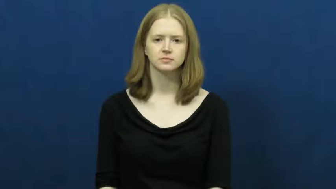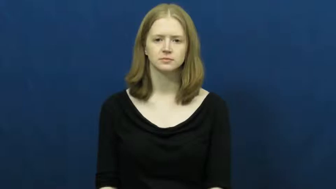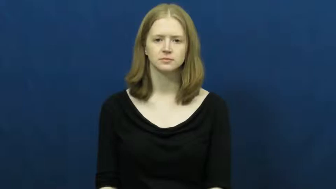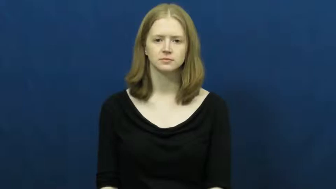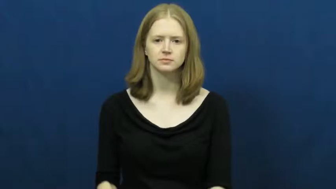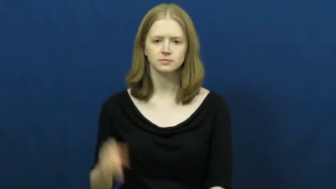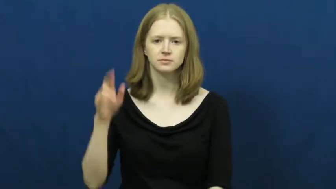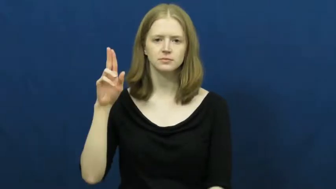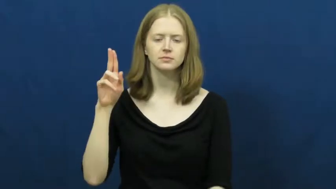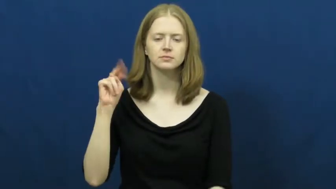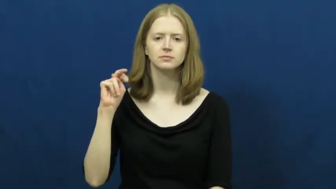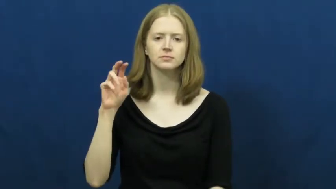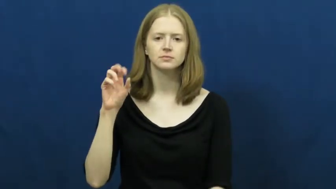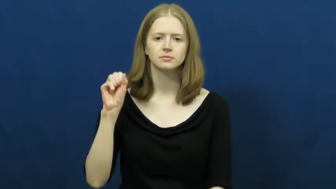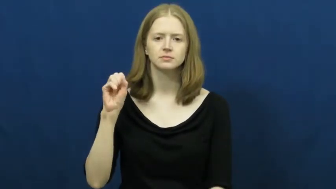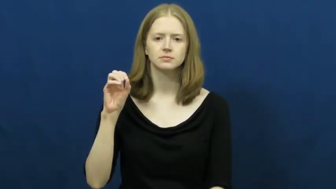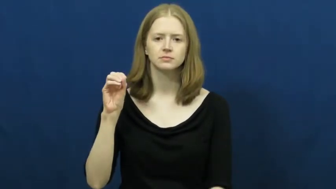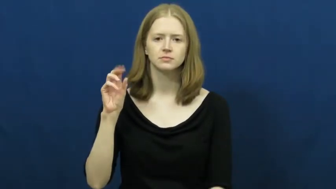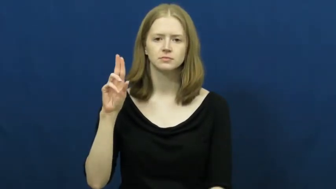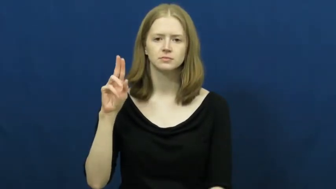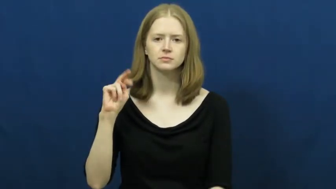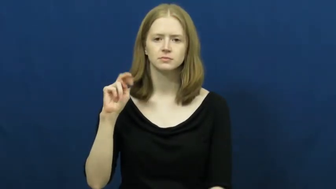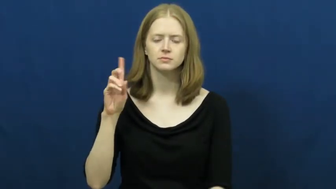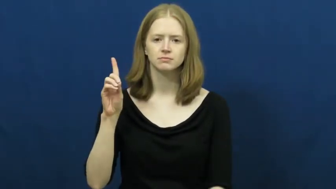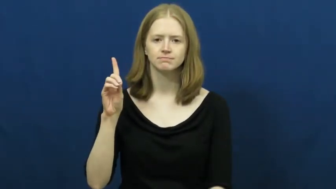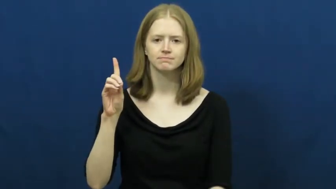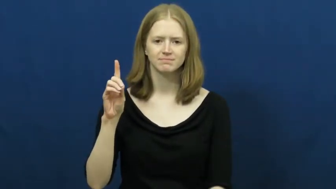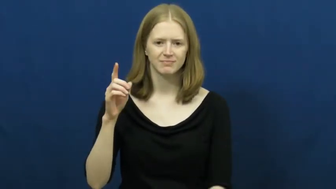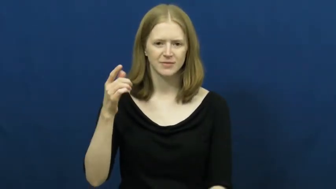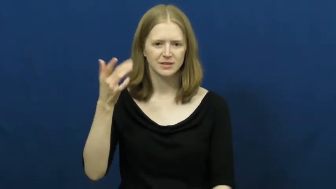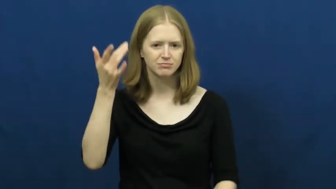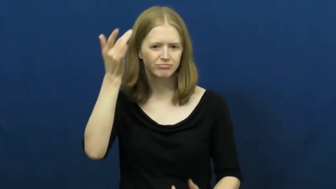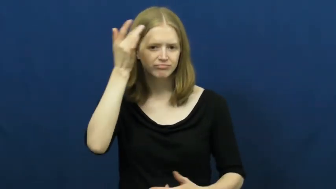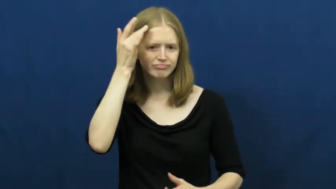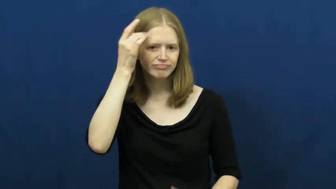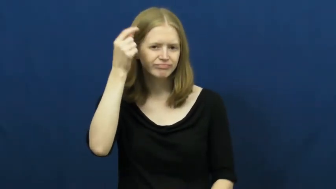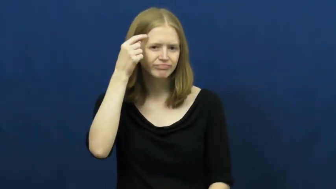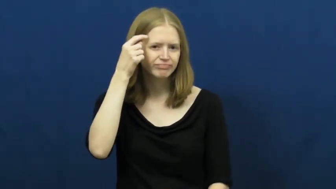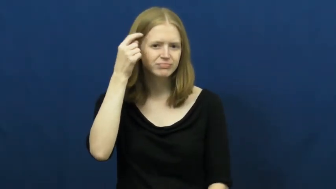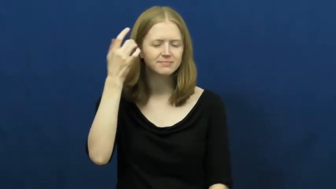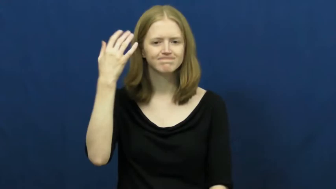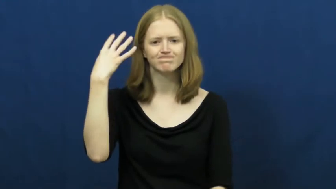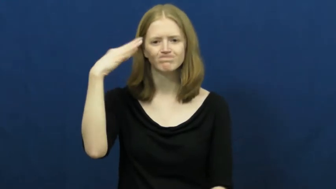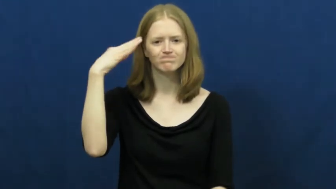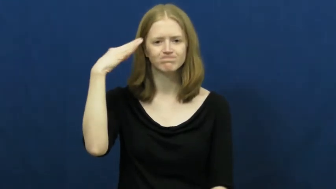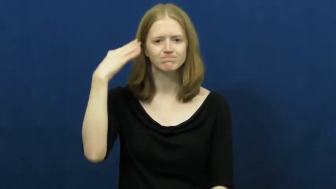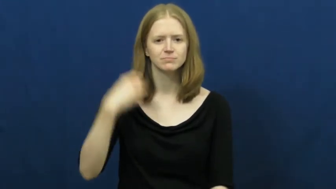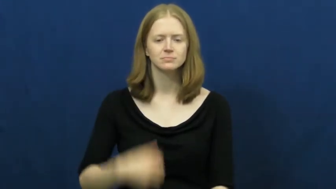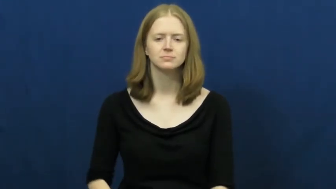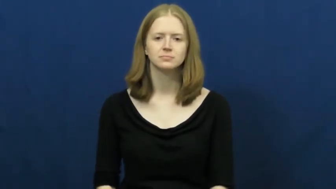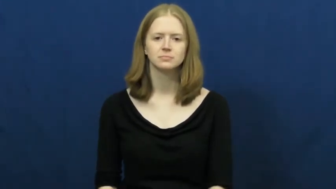unsound-mental illness